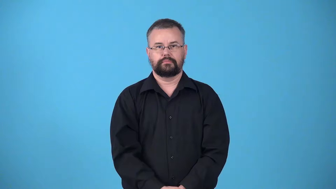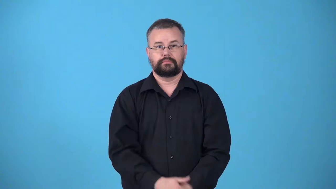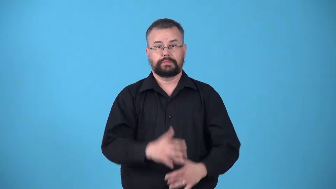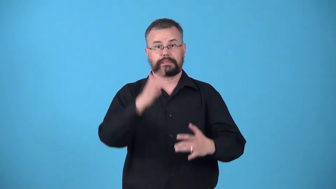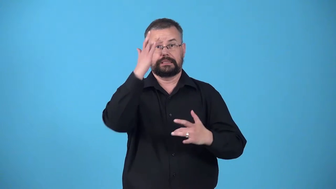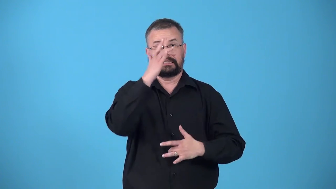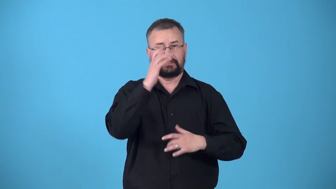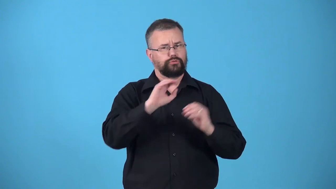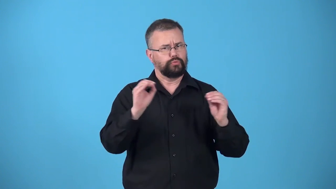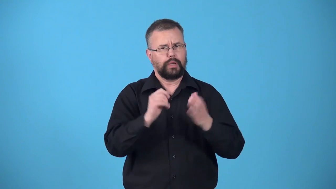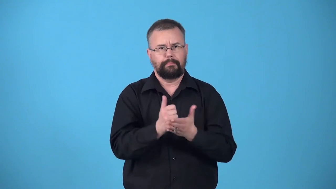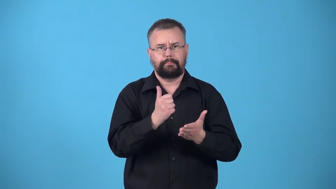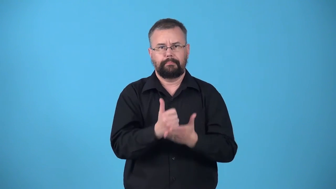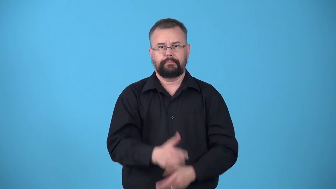untreated-disease or injury